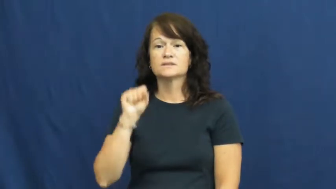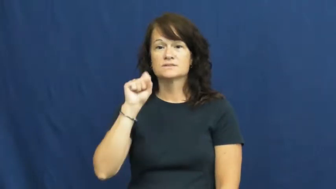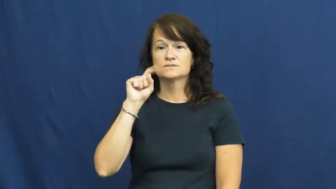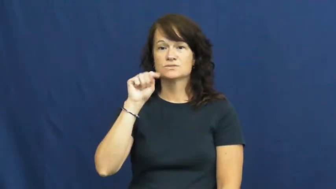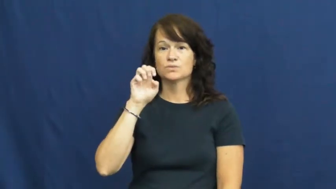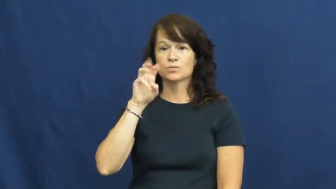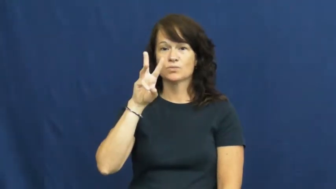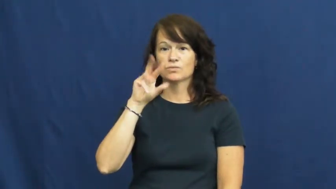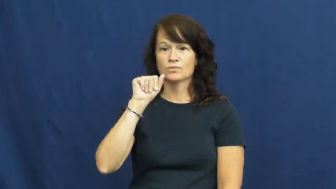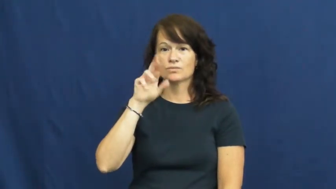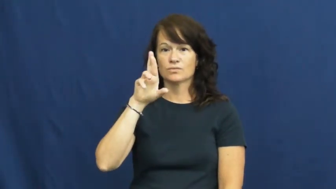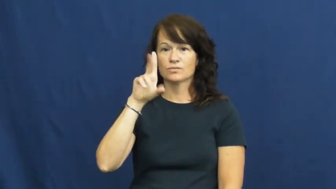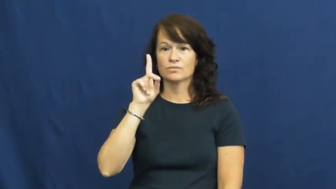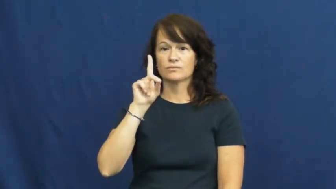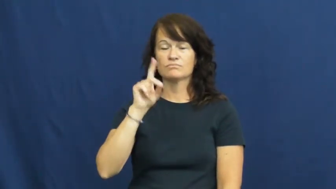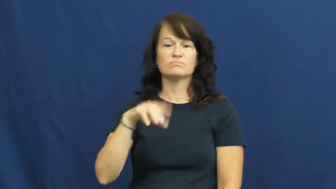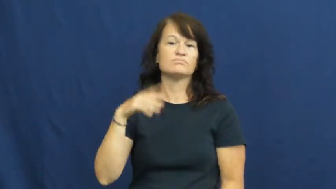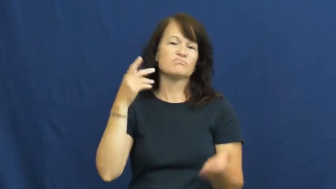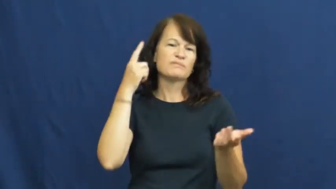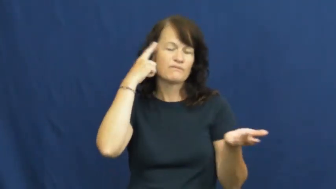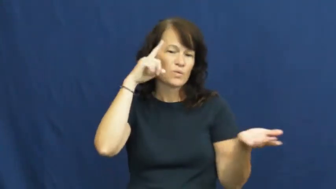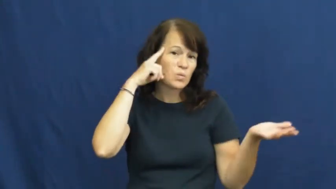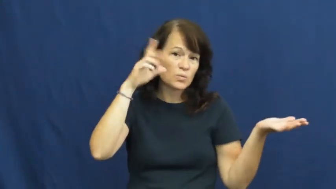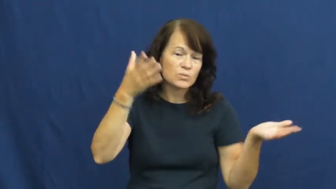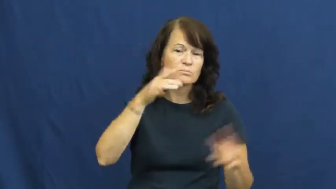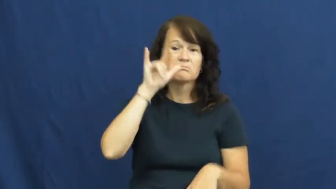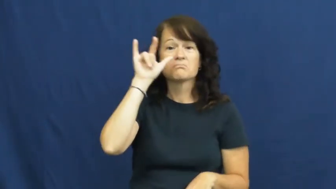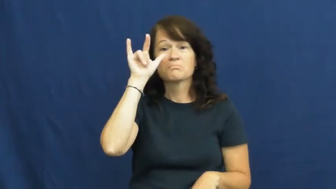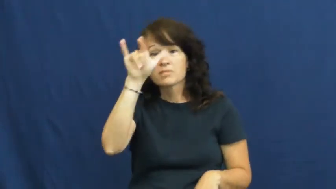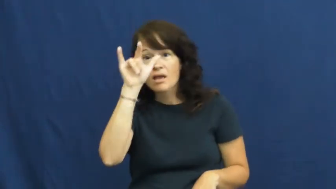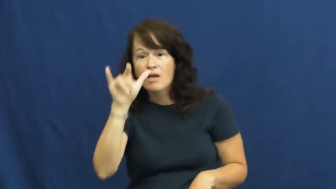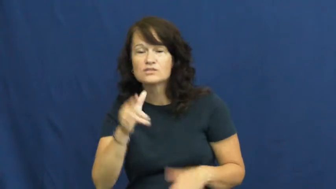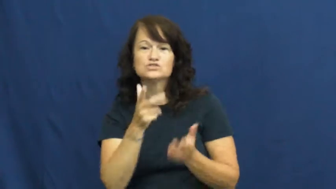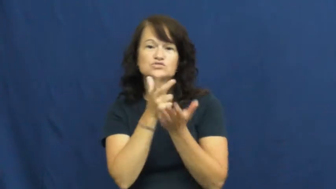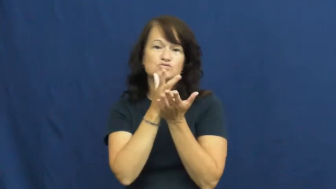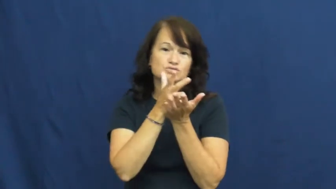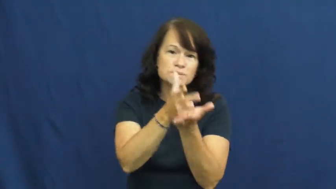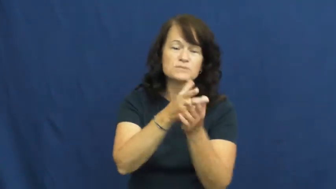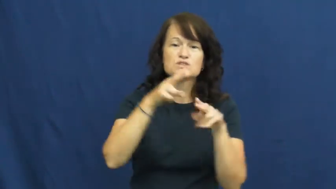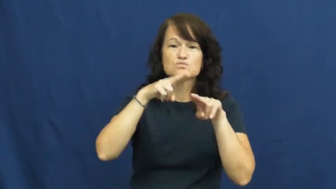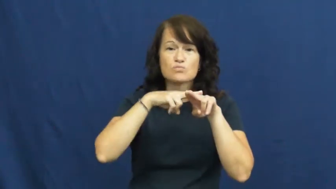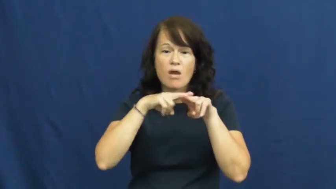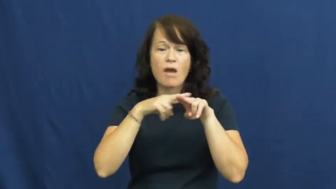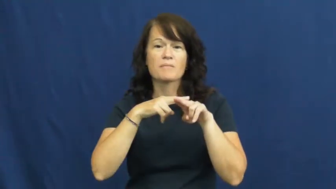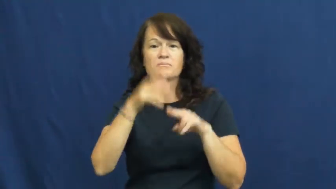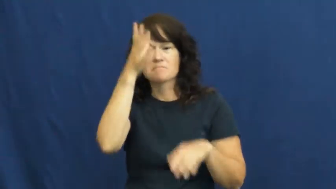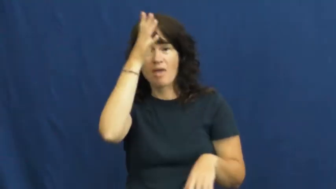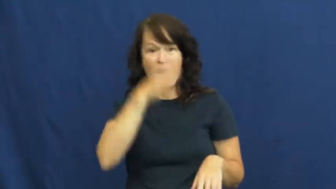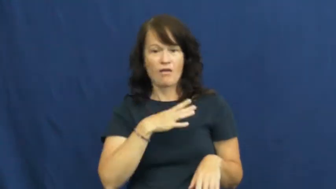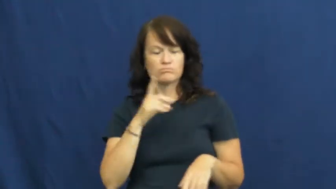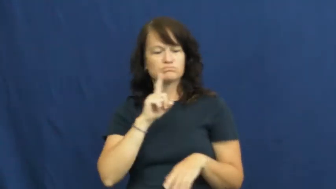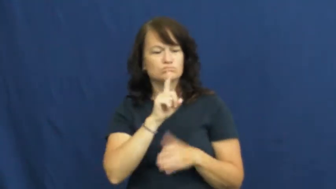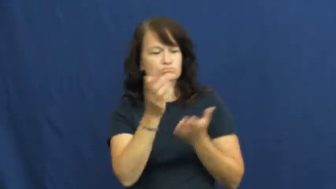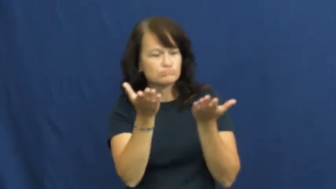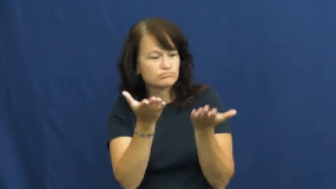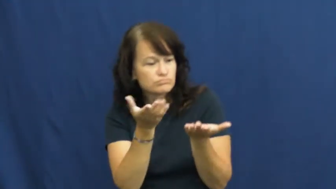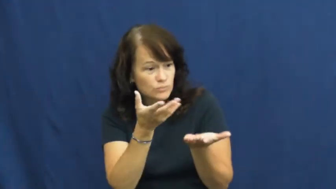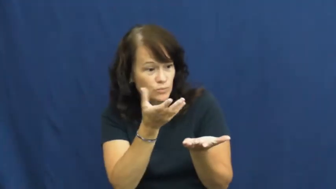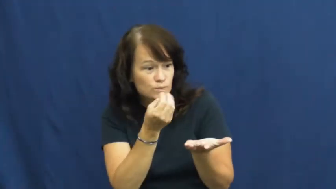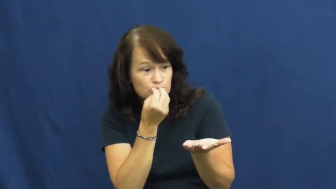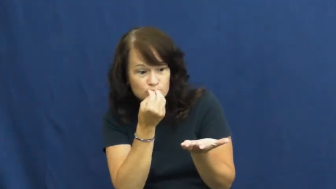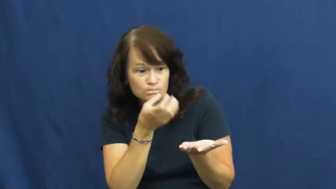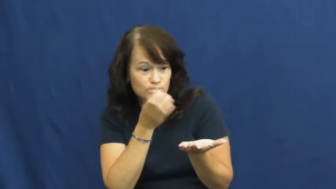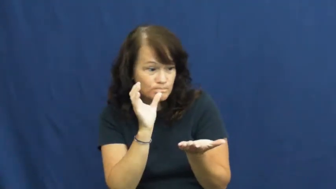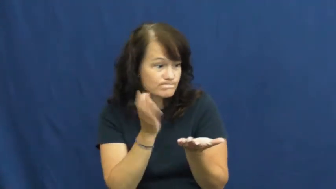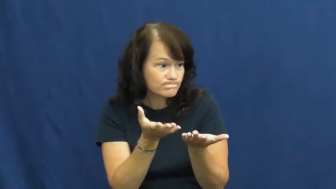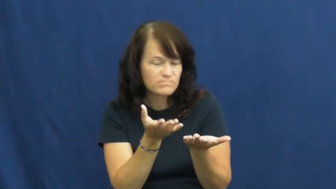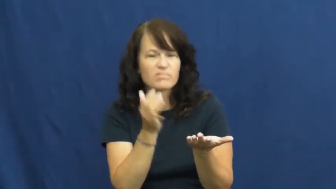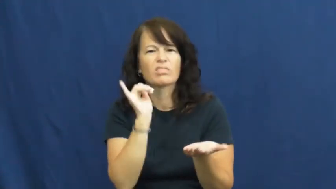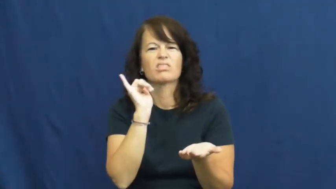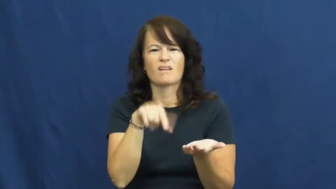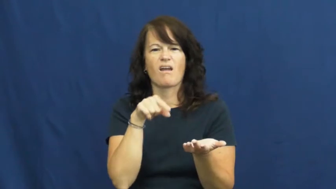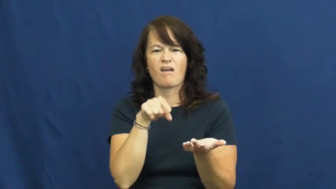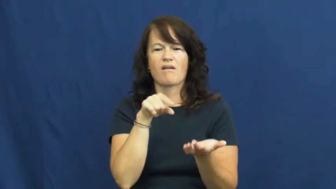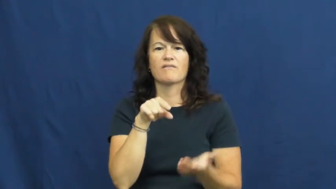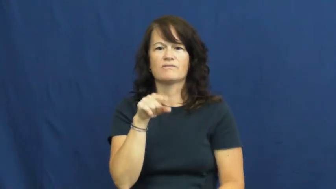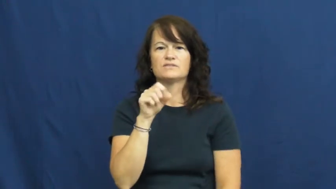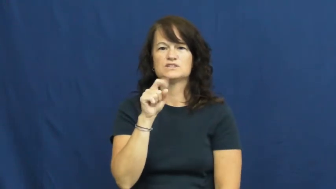steward-waiter